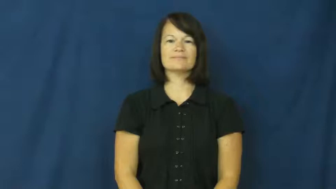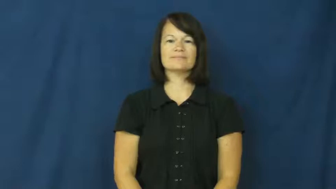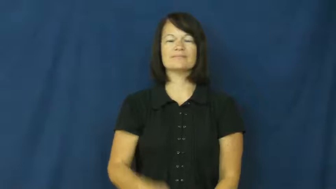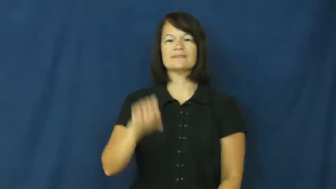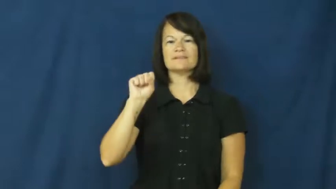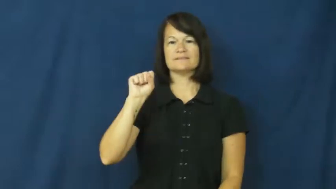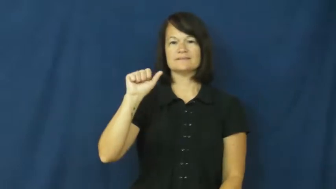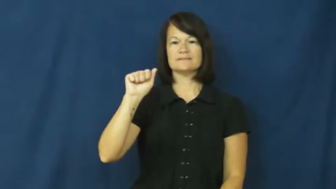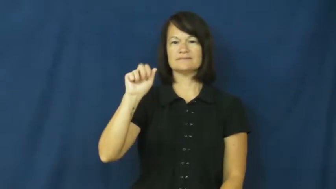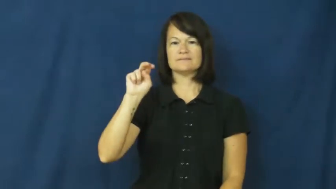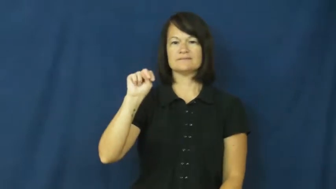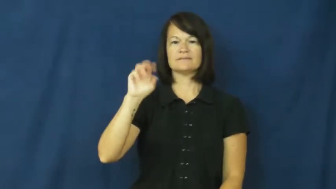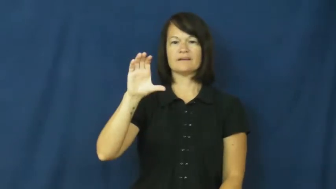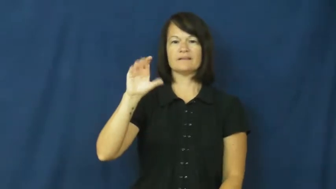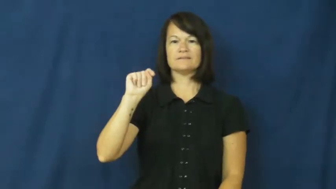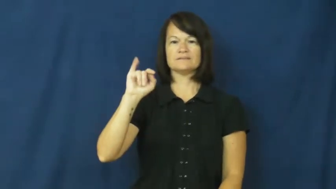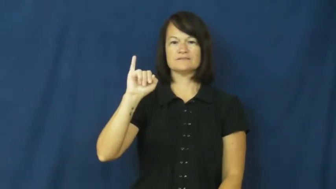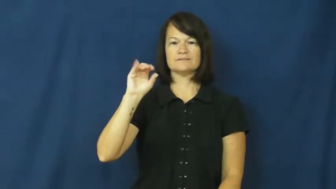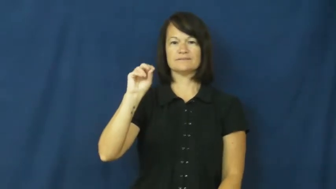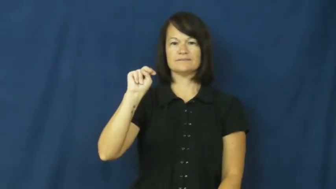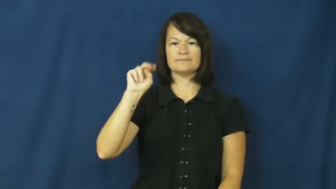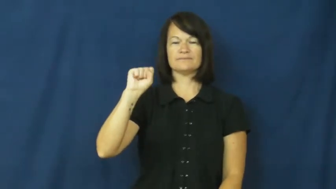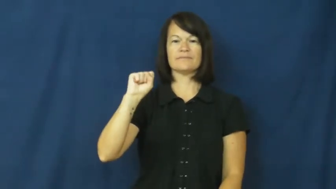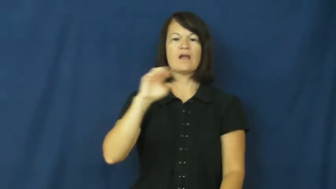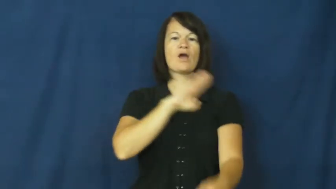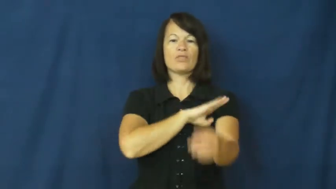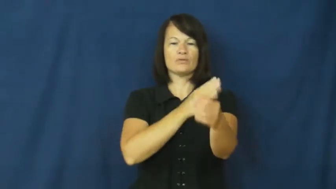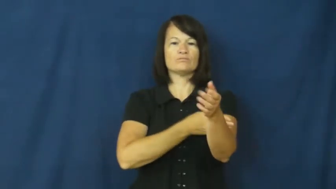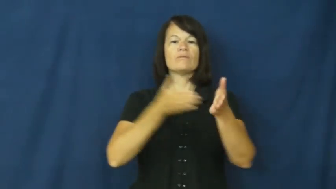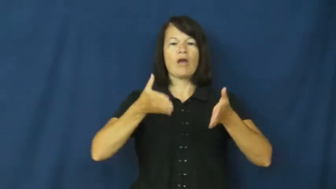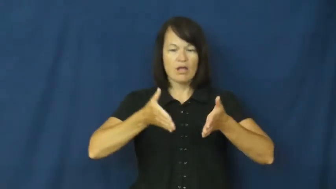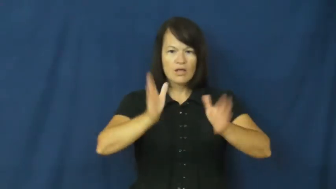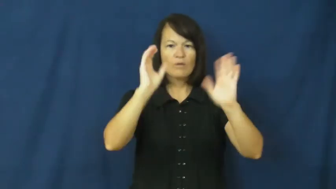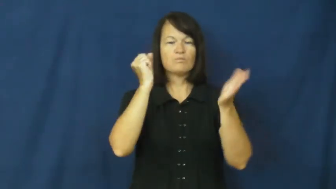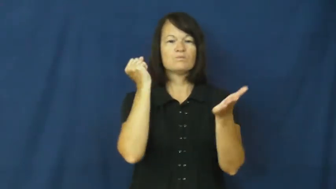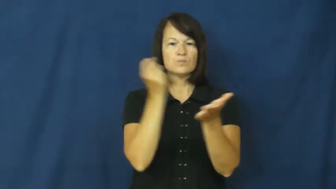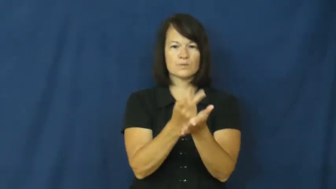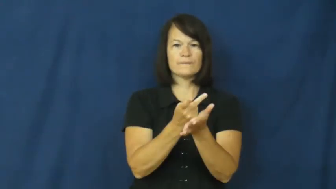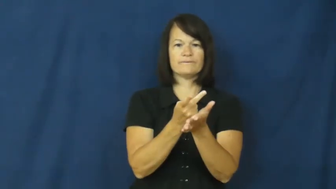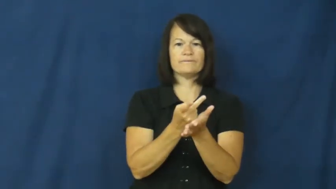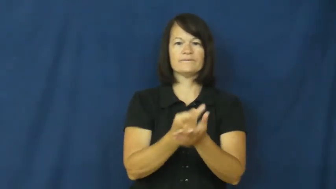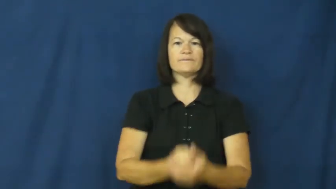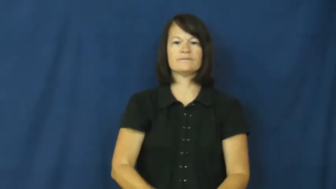sanction-approve